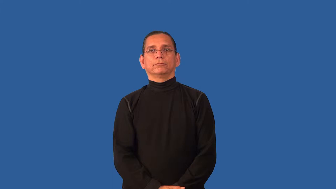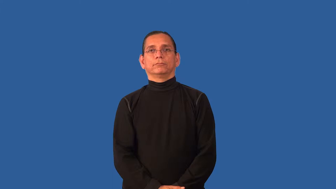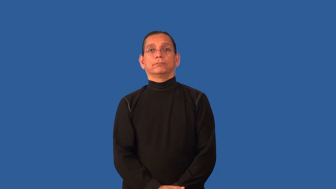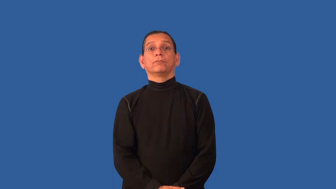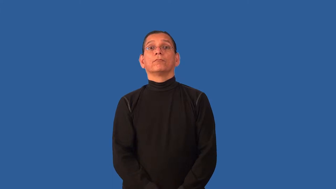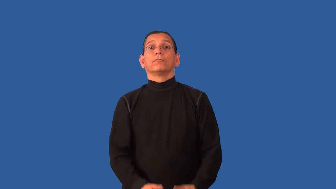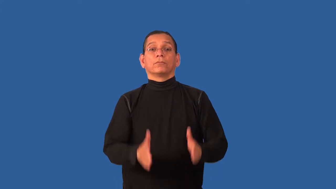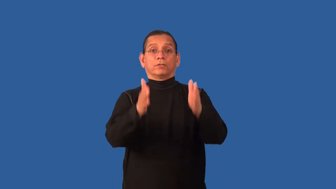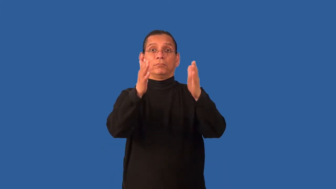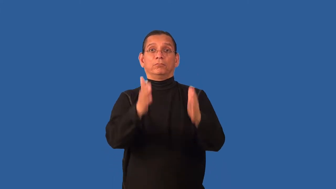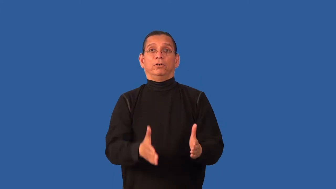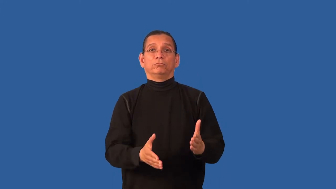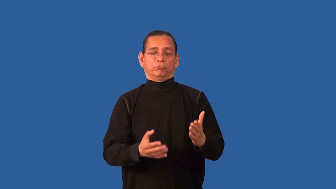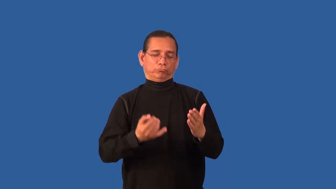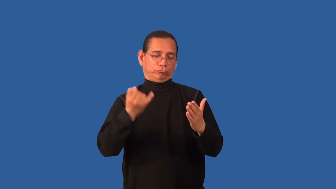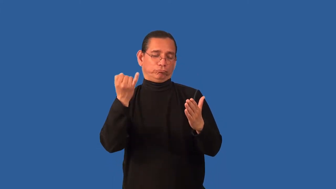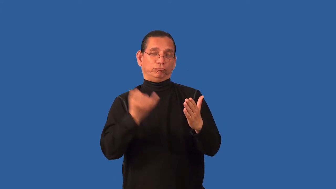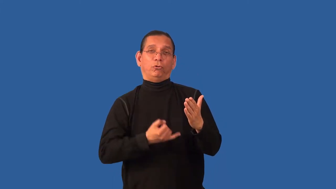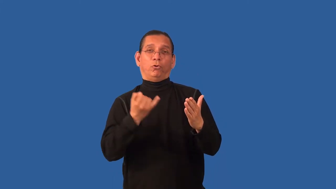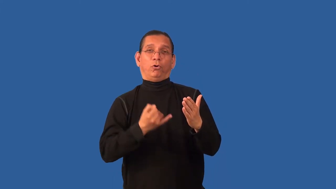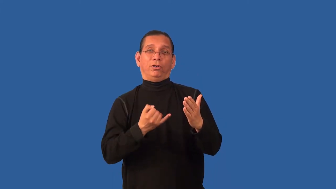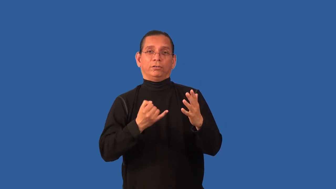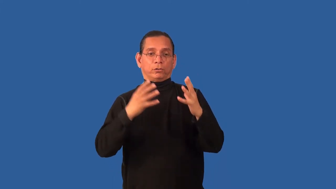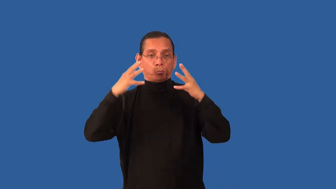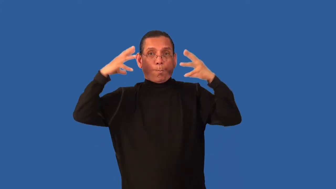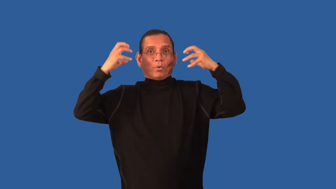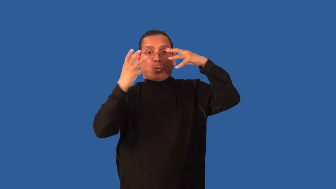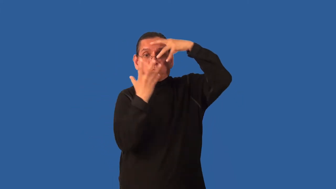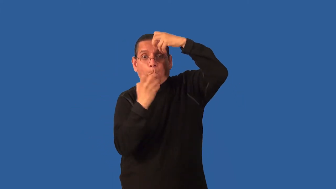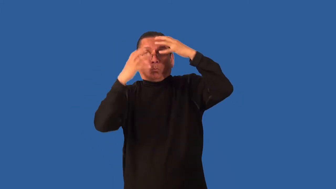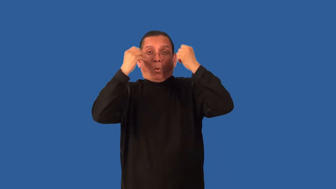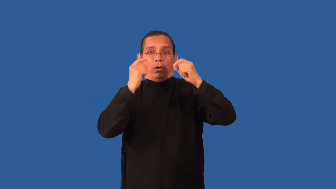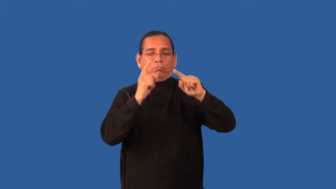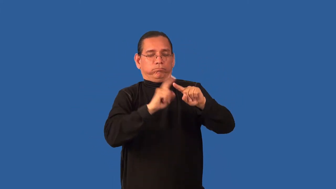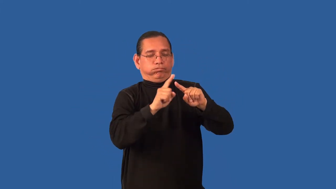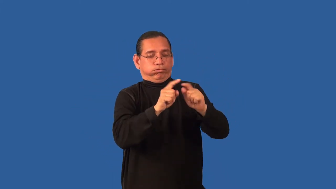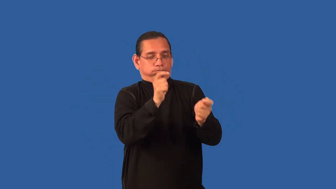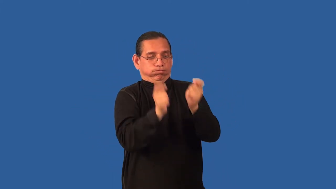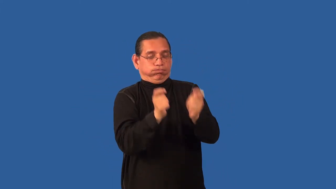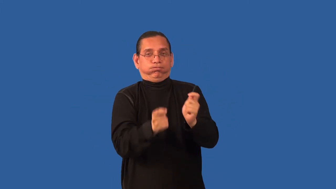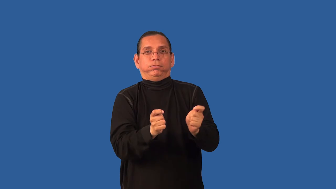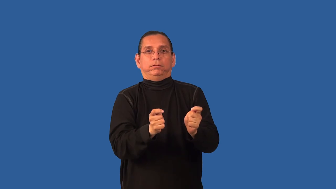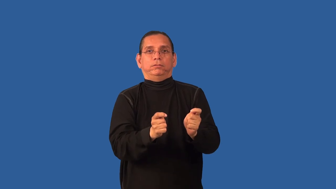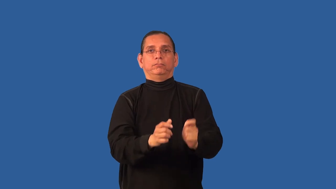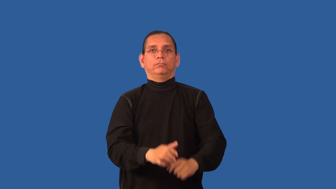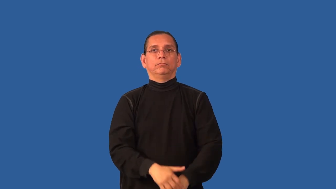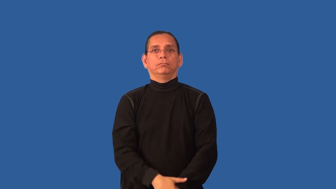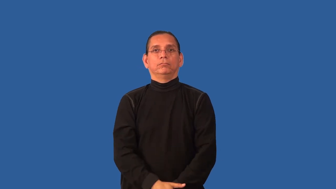caricature